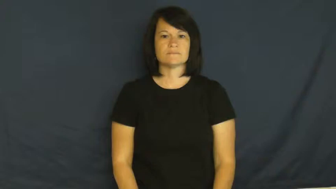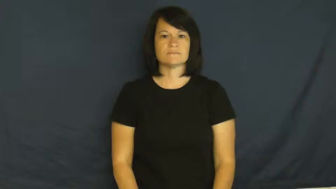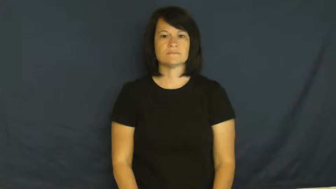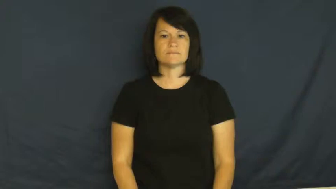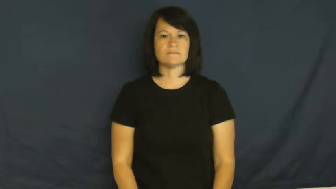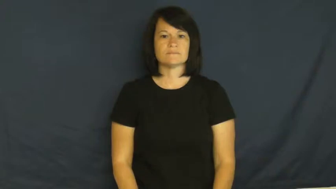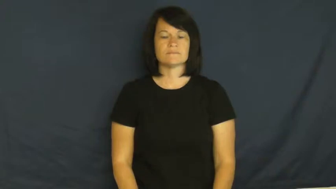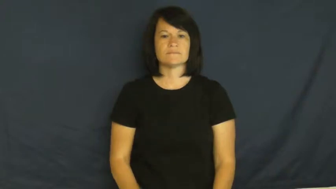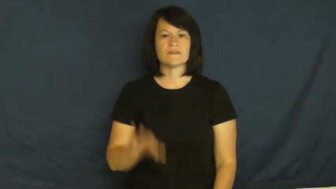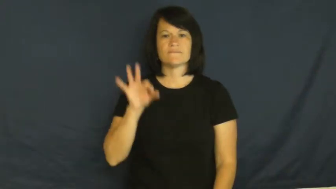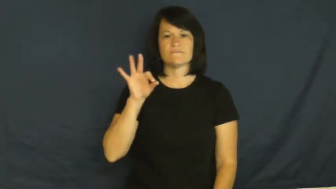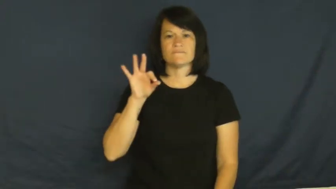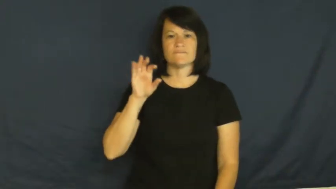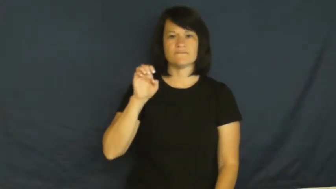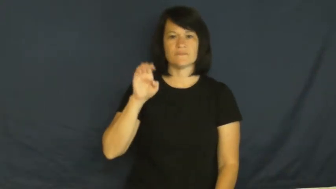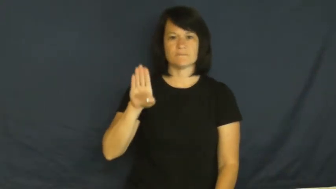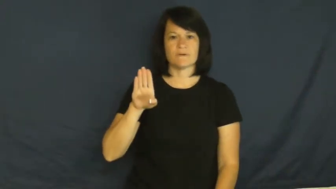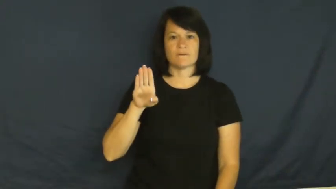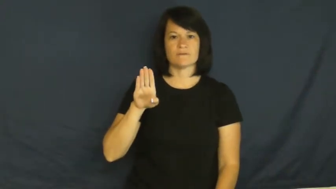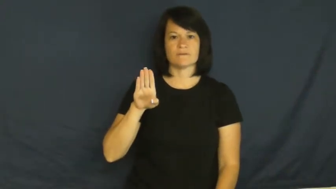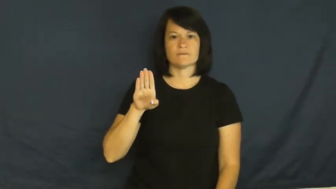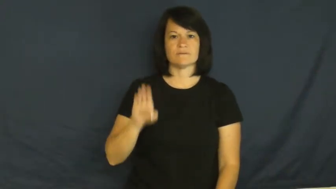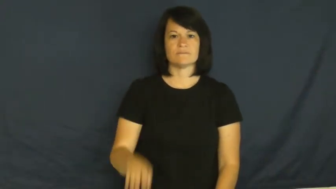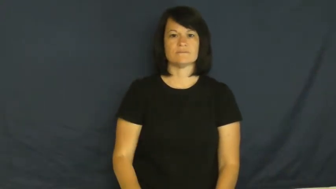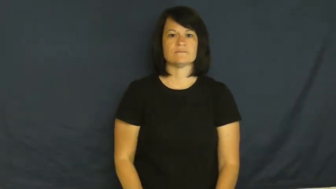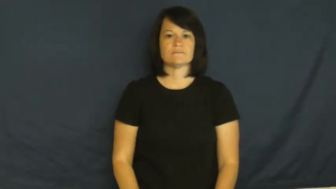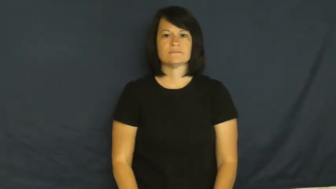February